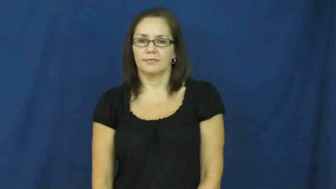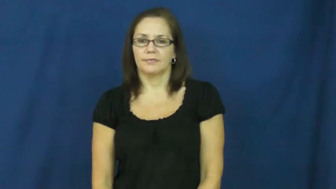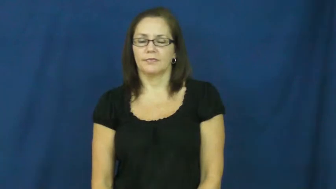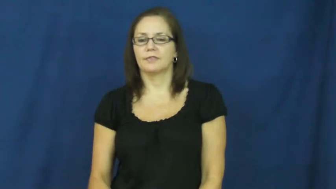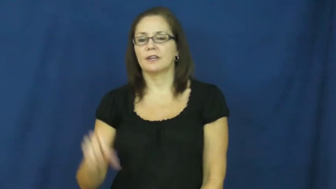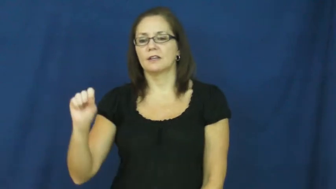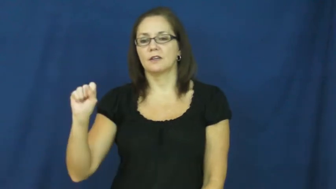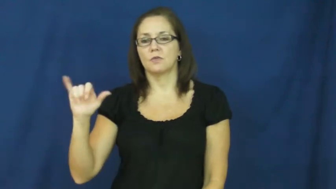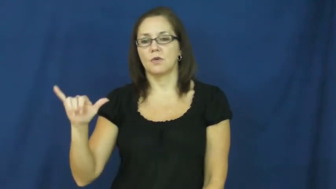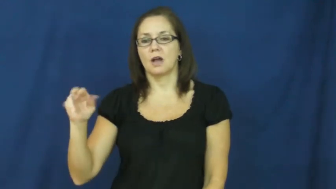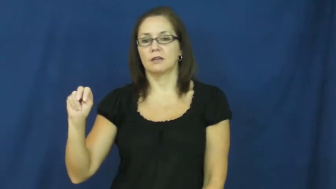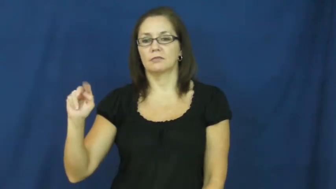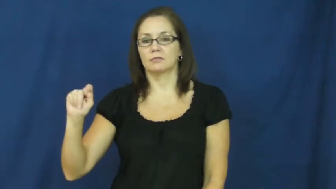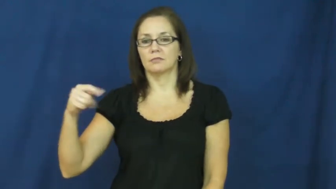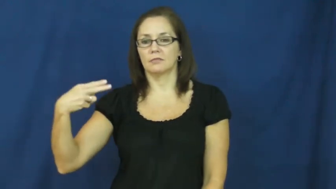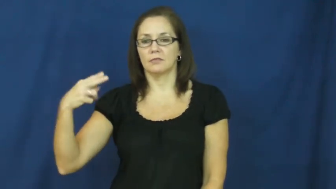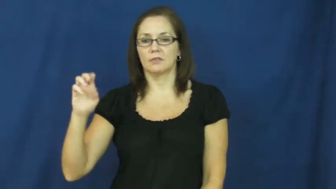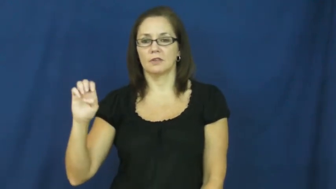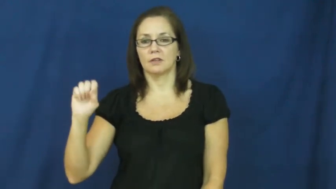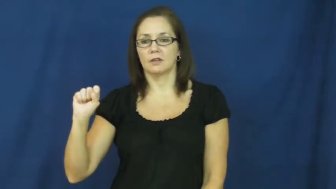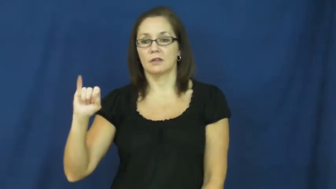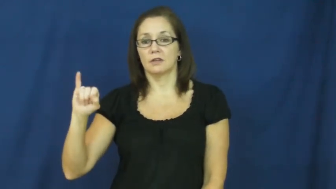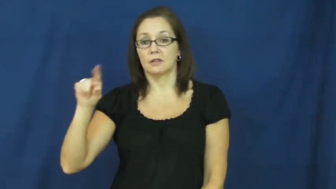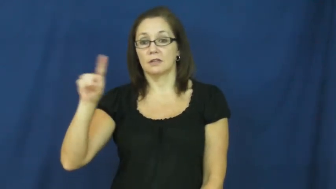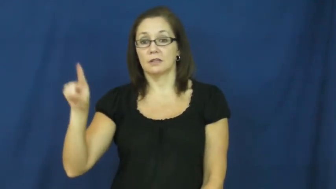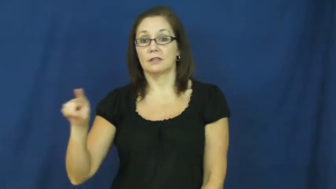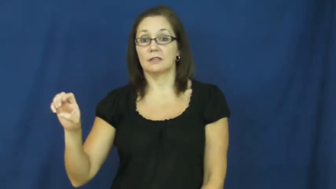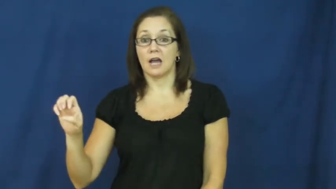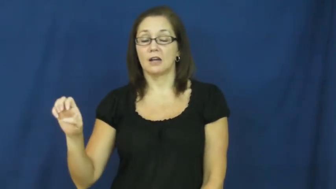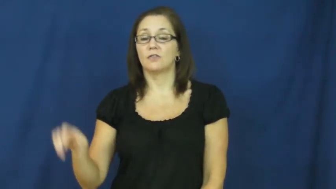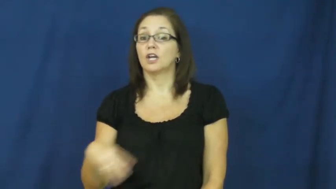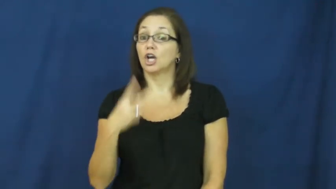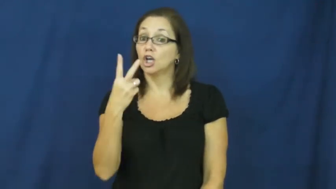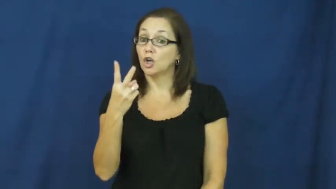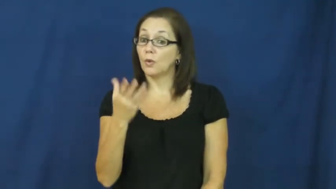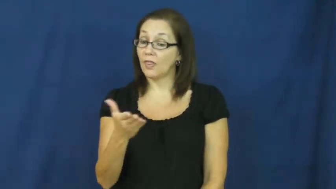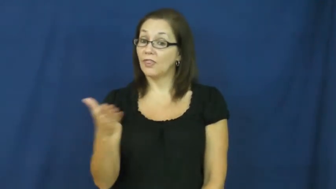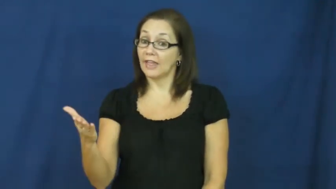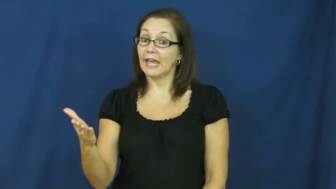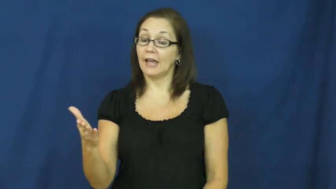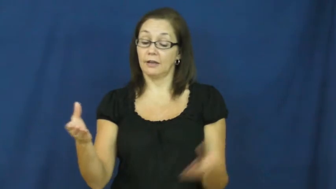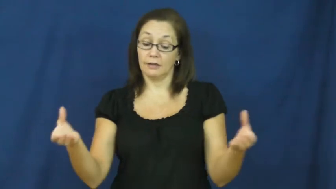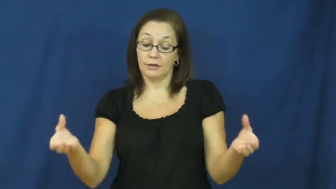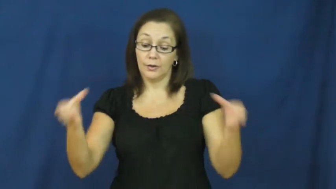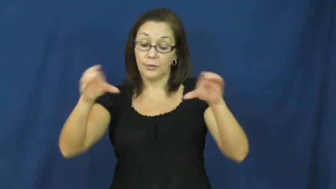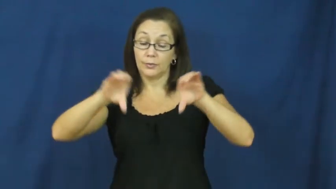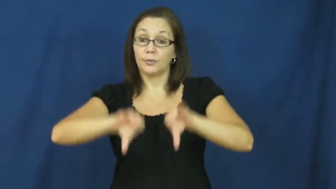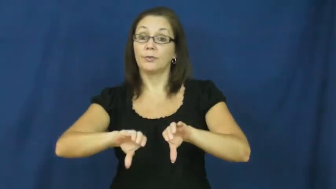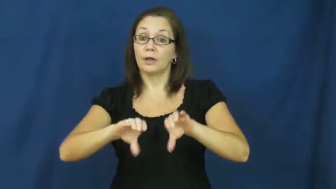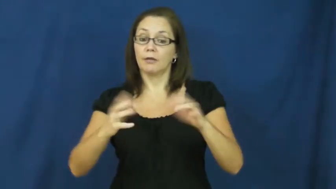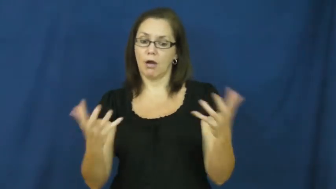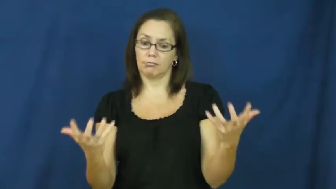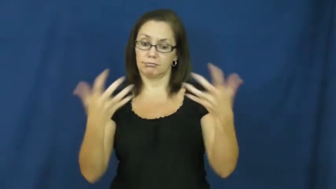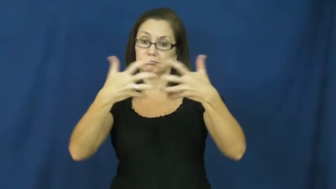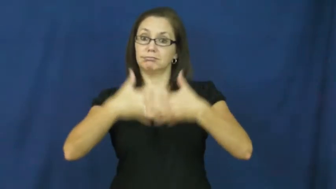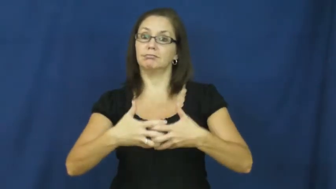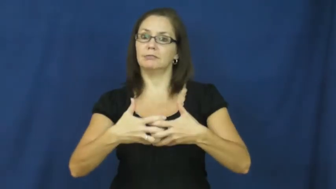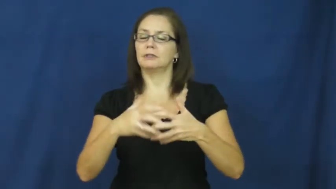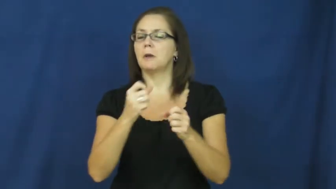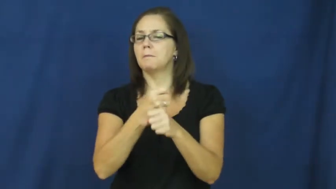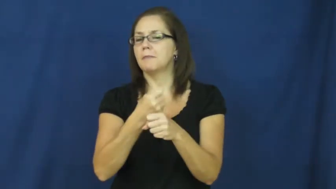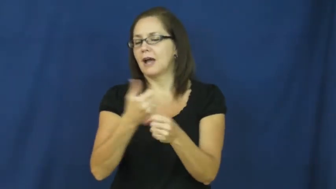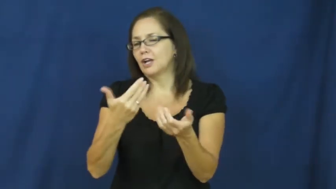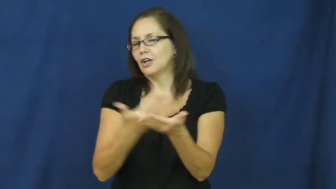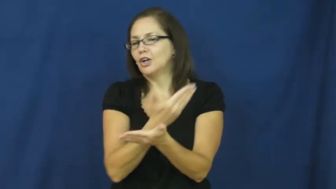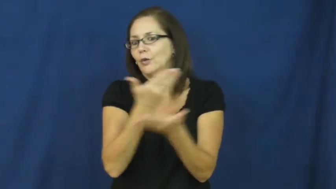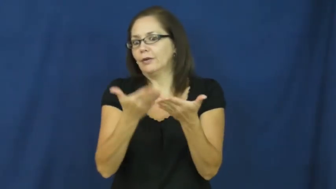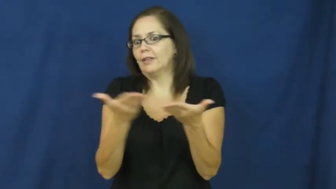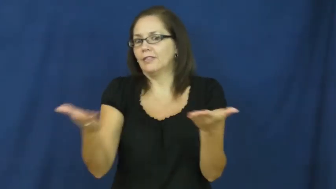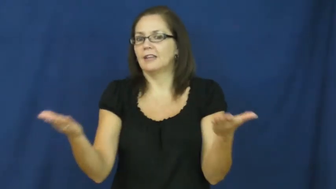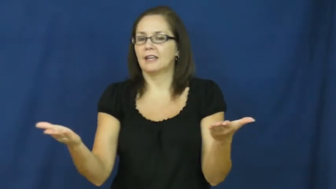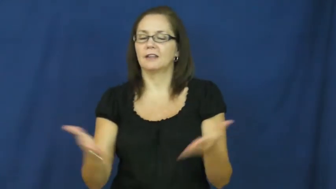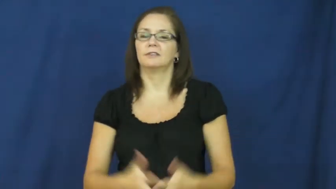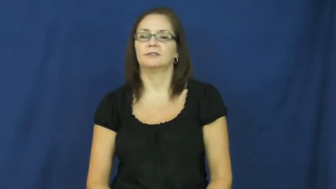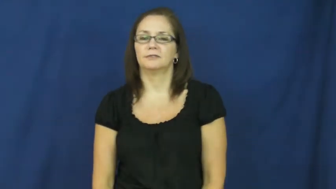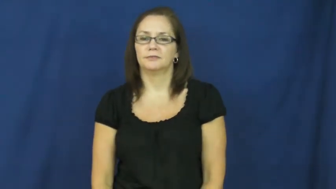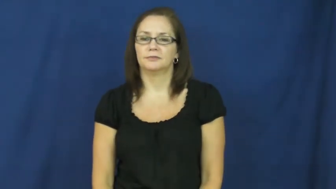synthesize